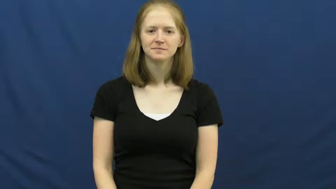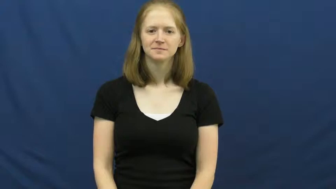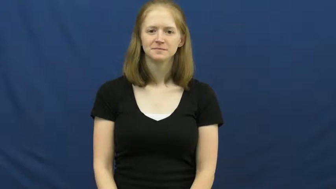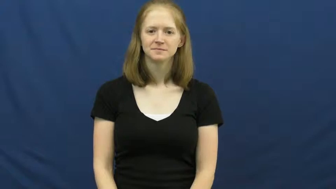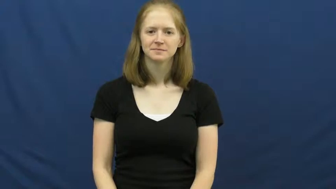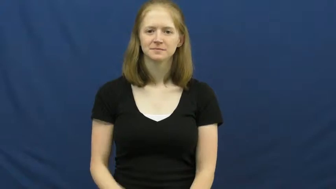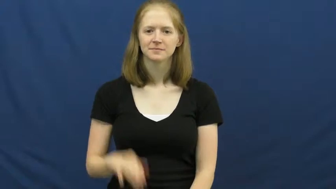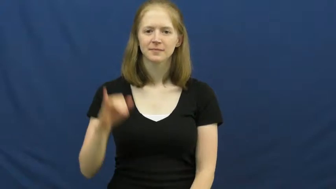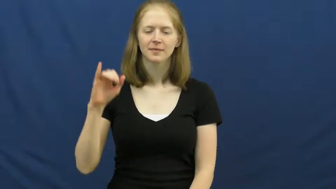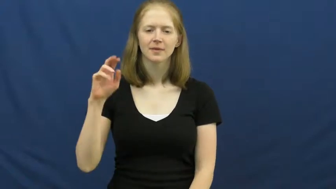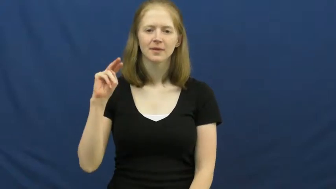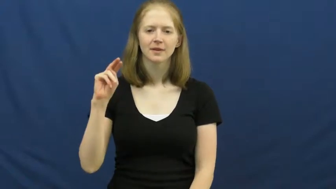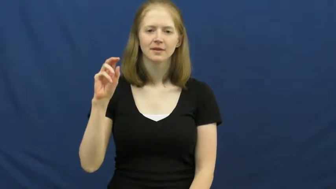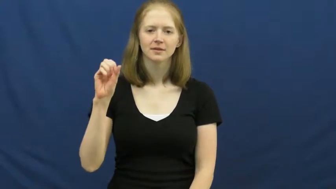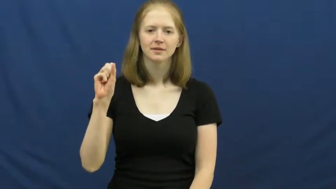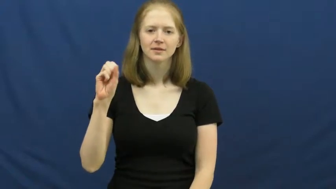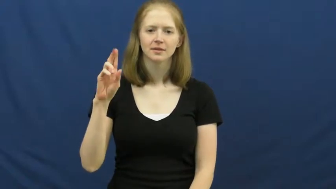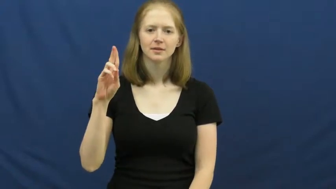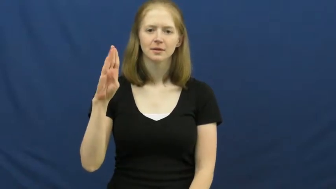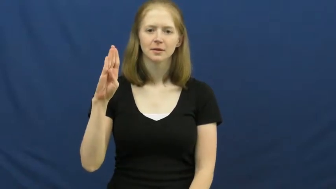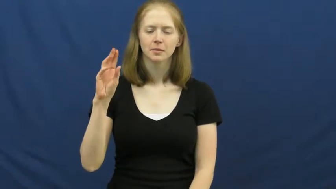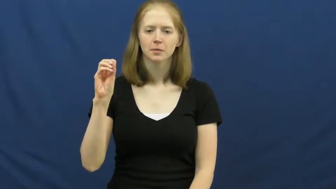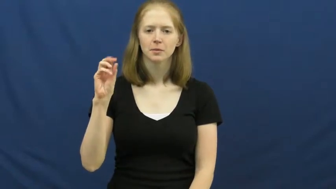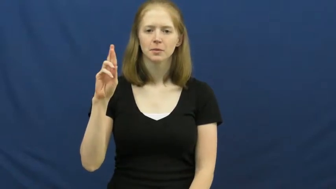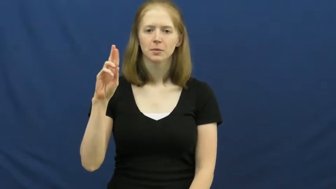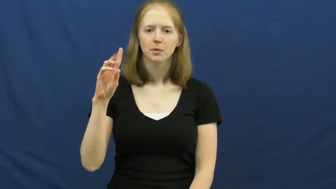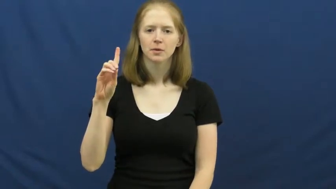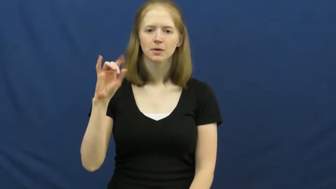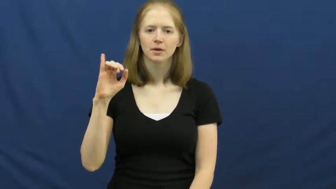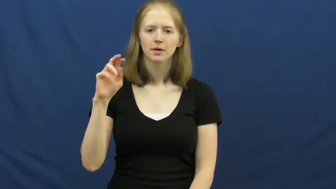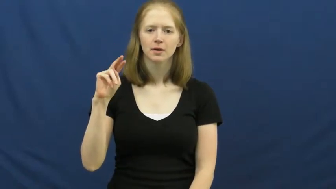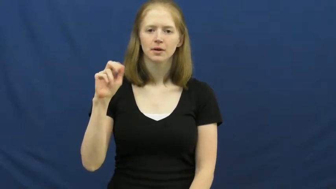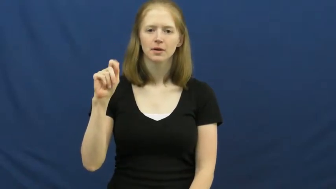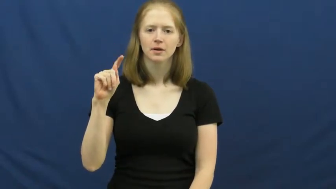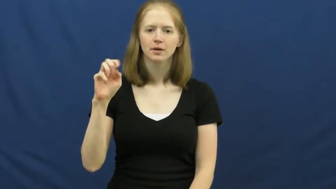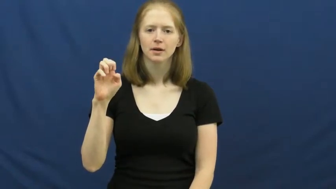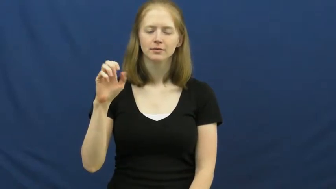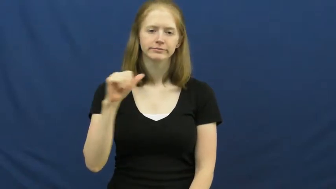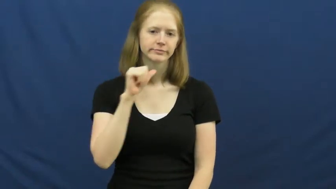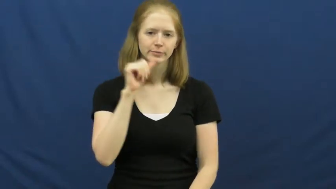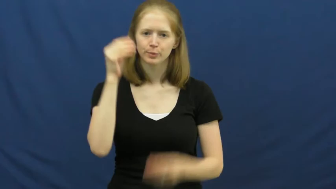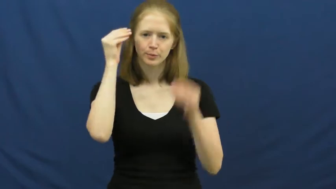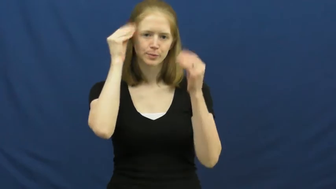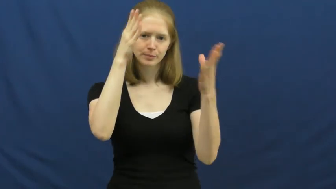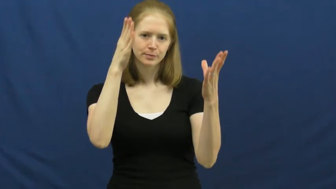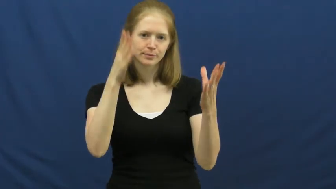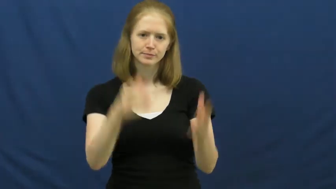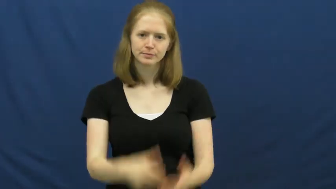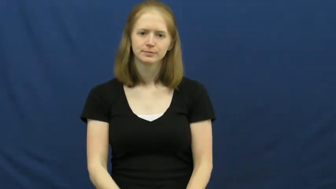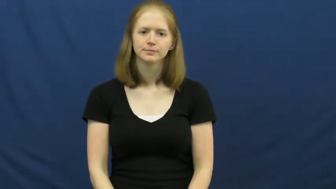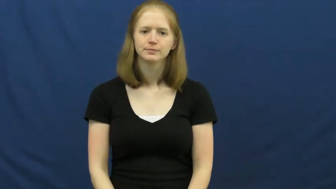insubordinate